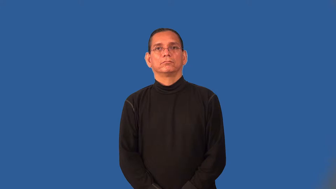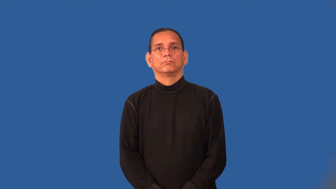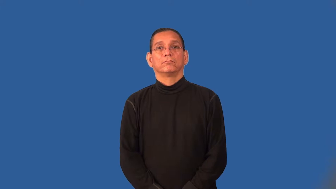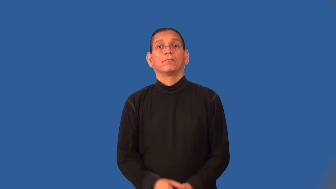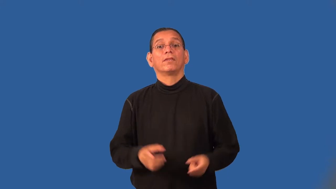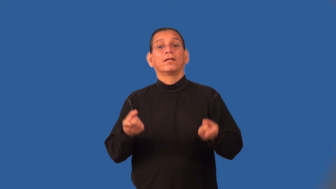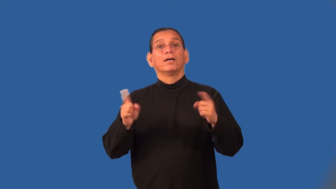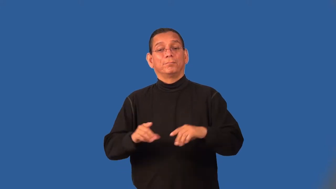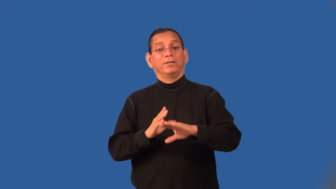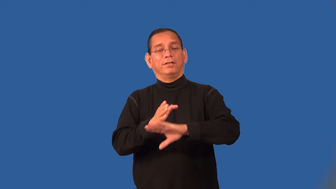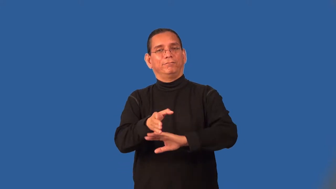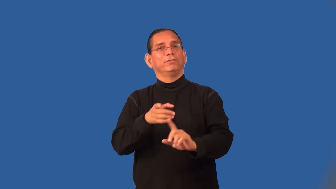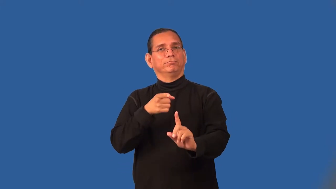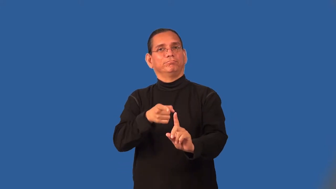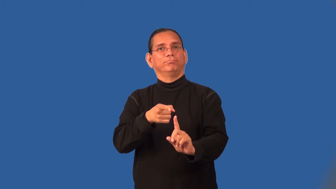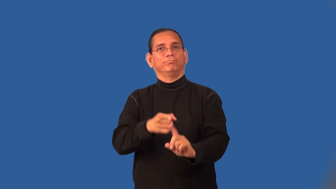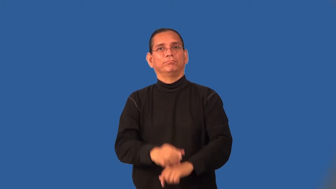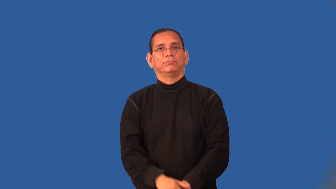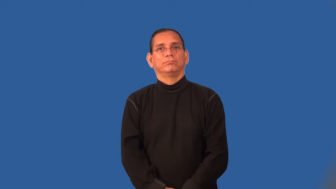subsequent